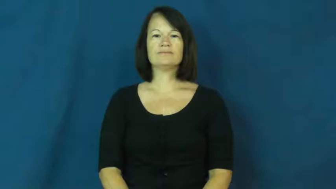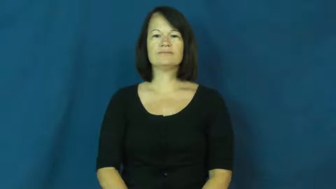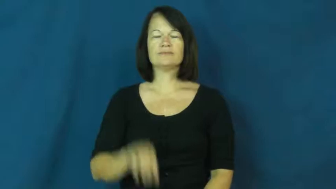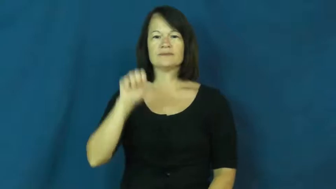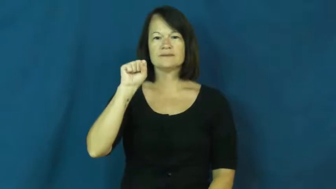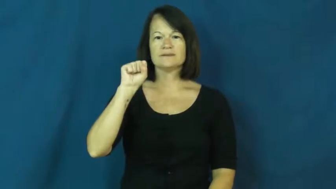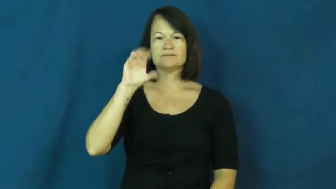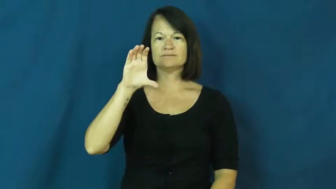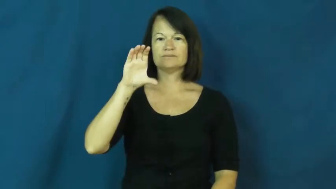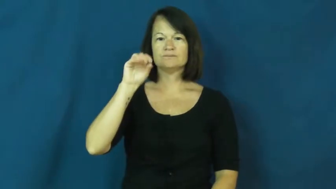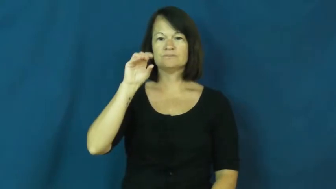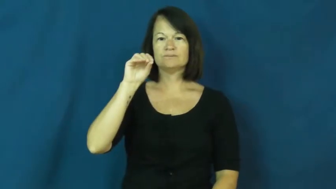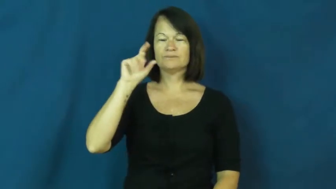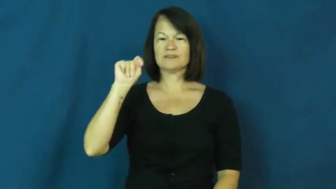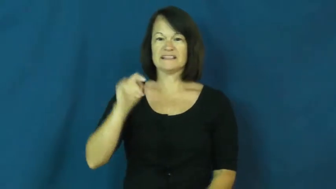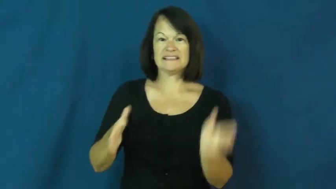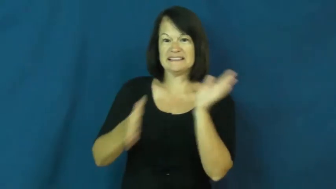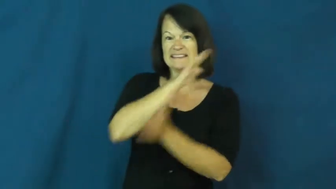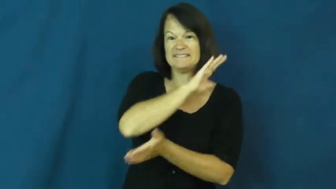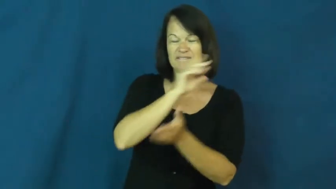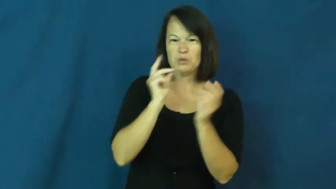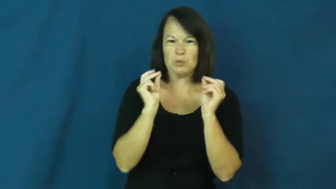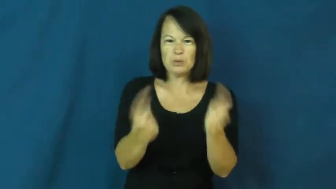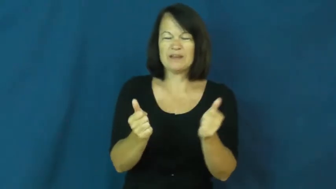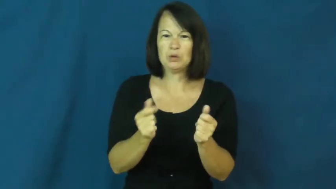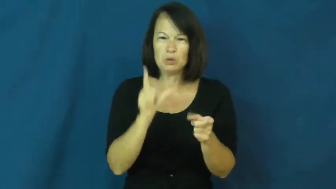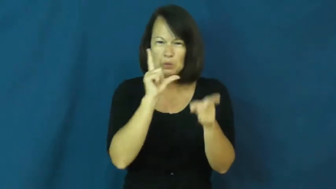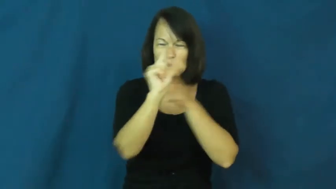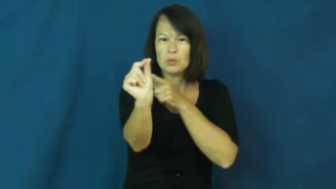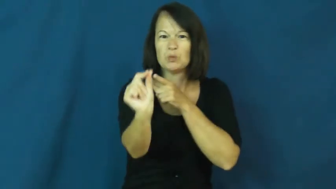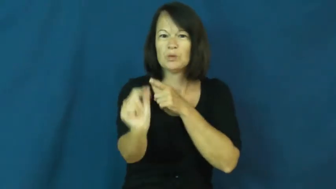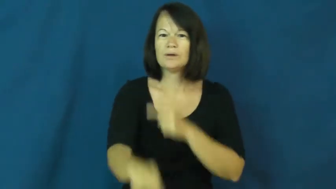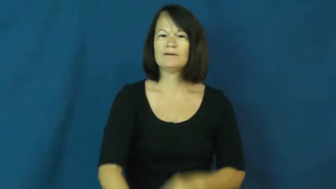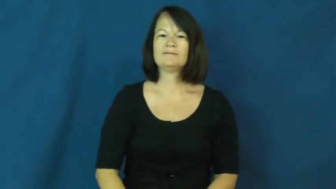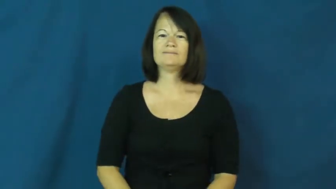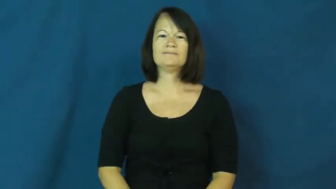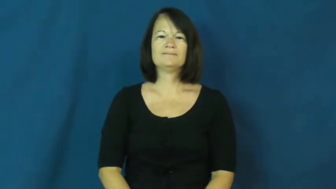scoot